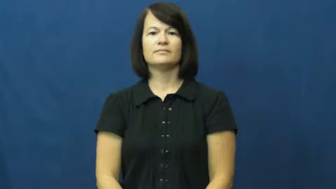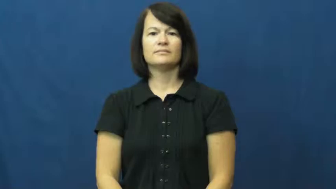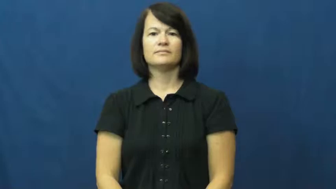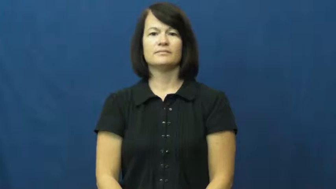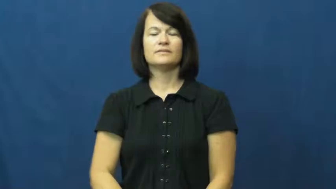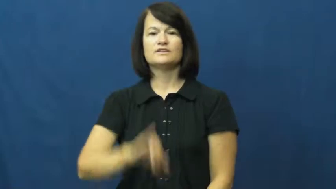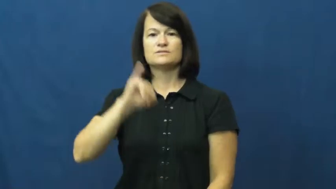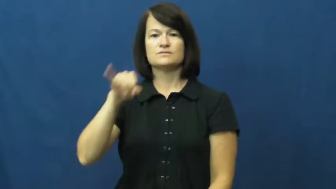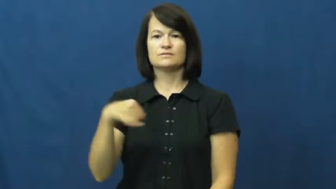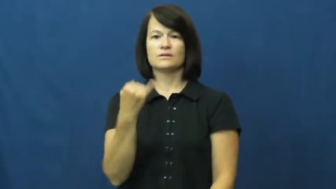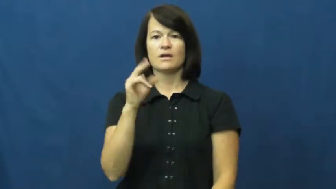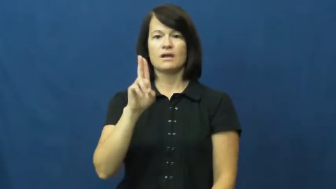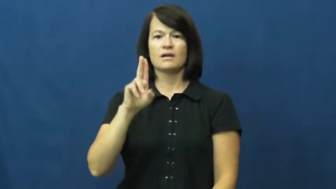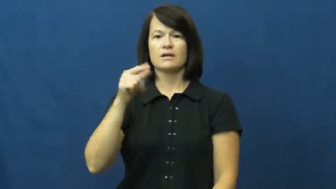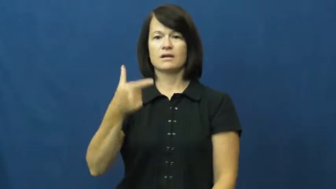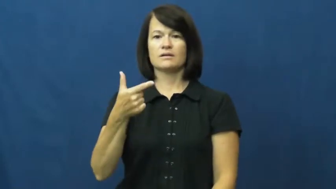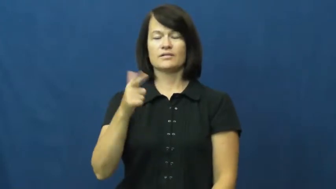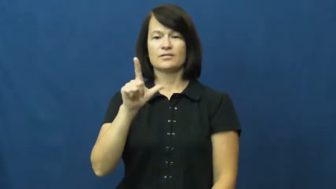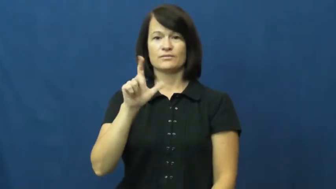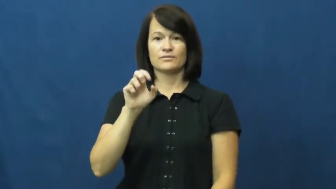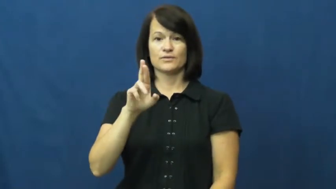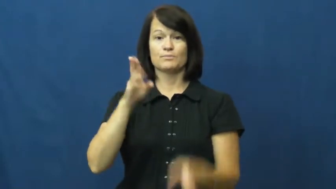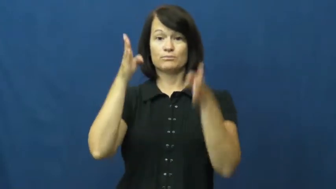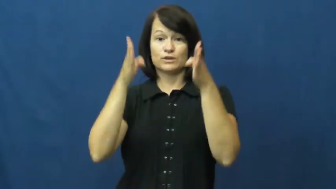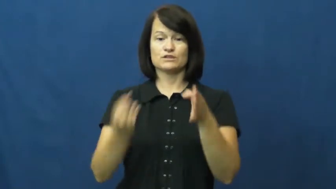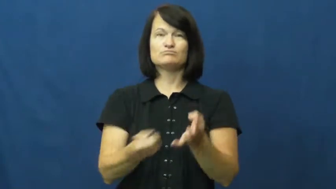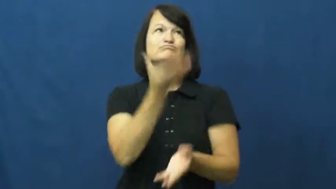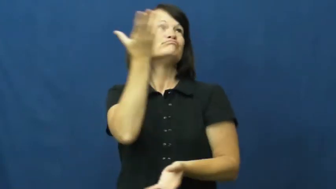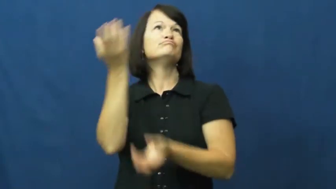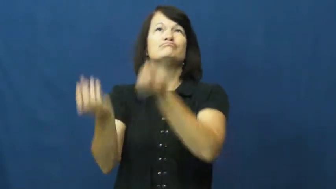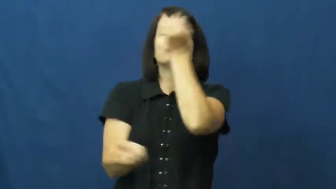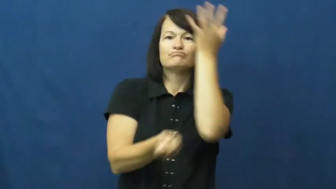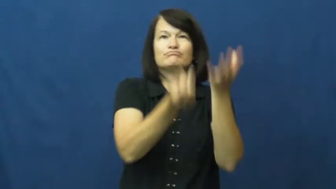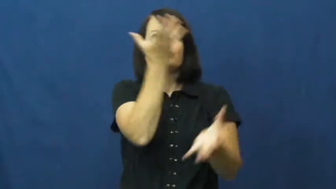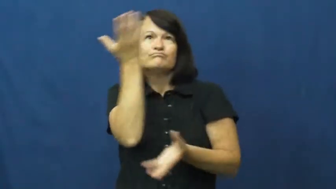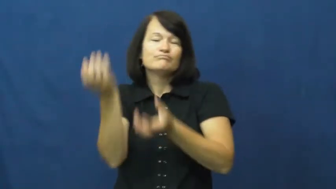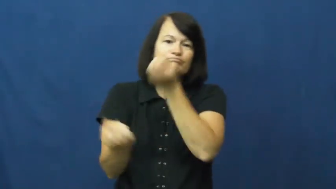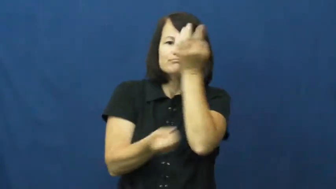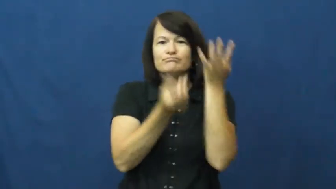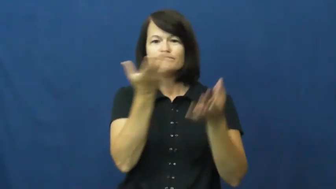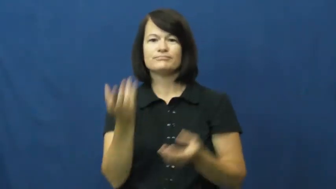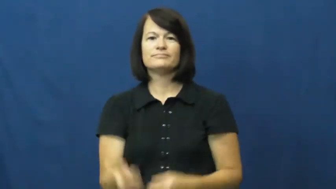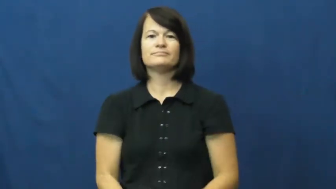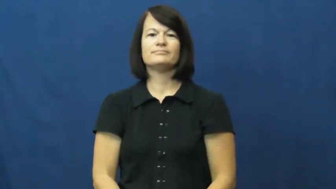juggler